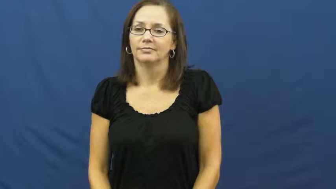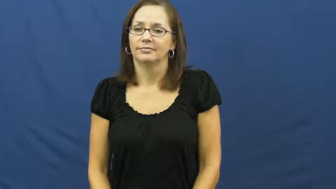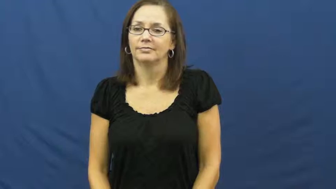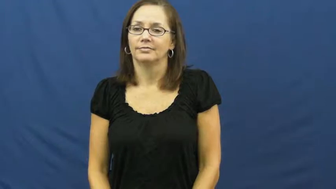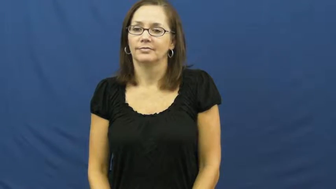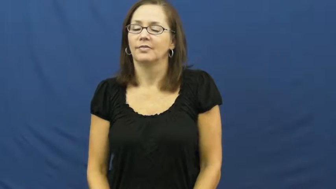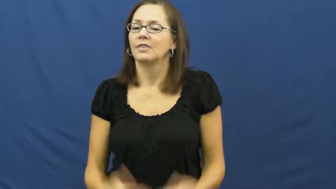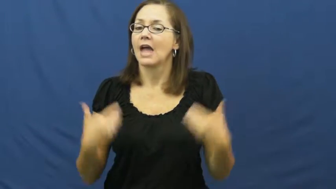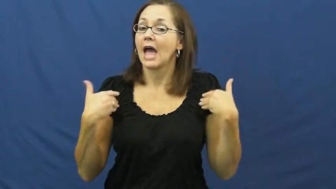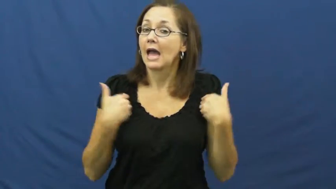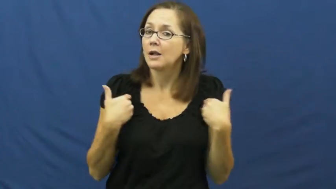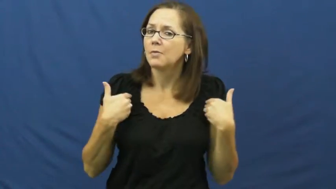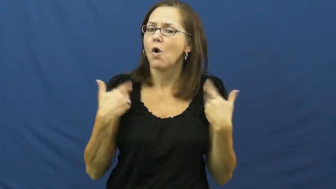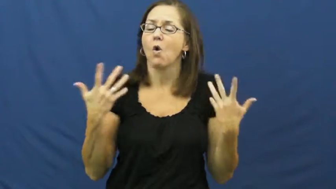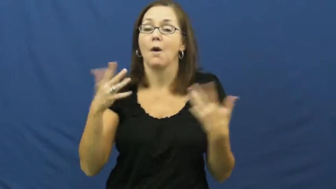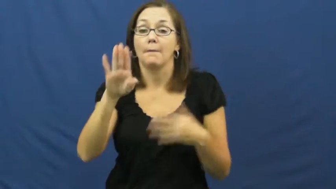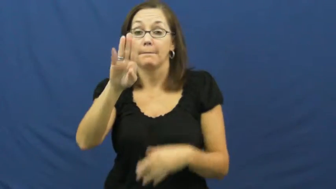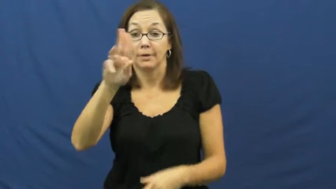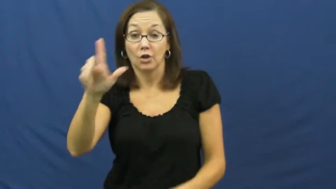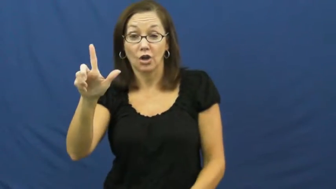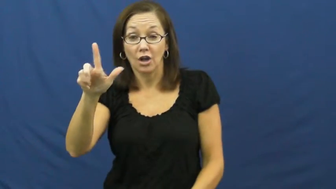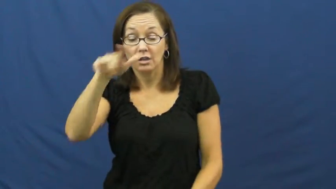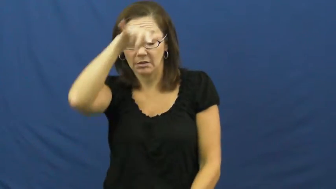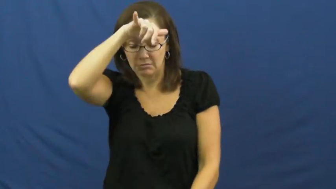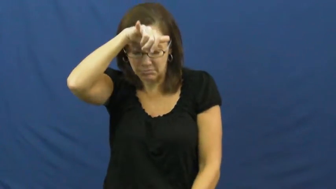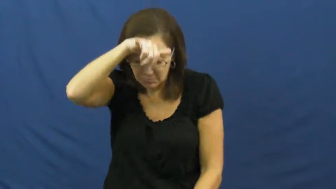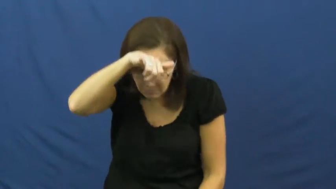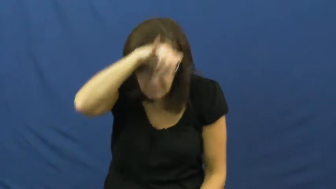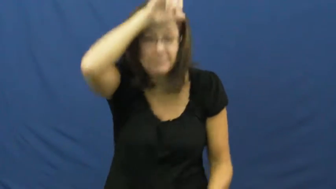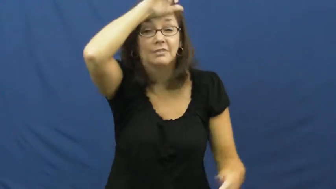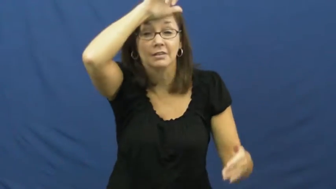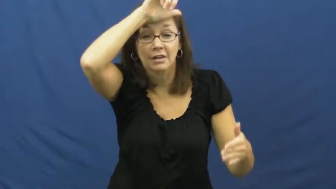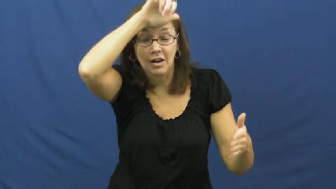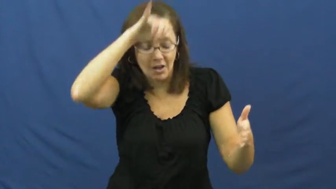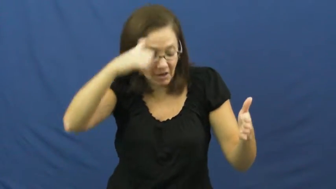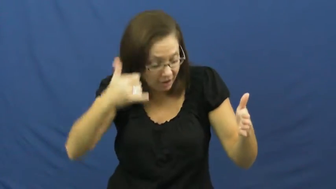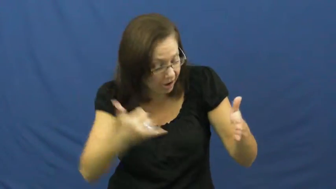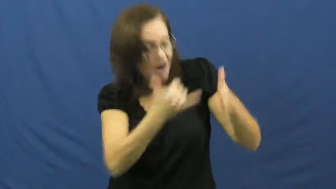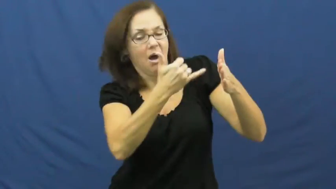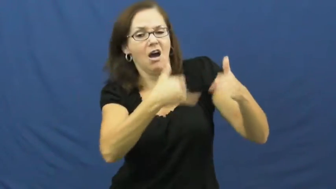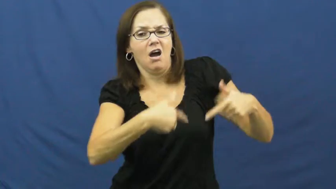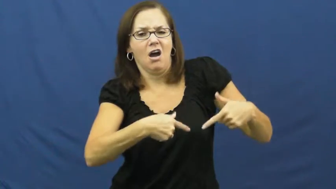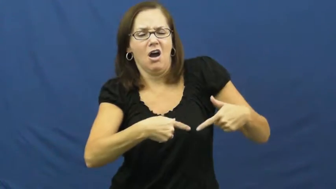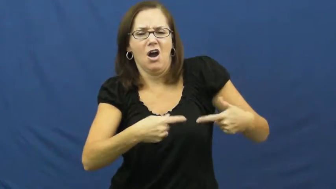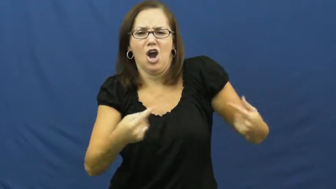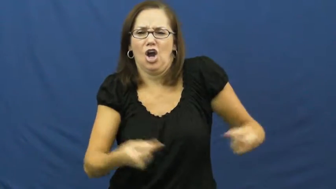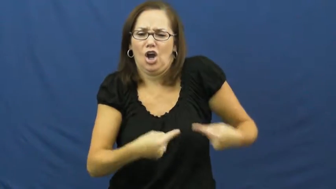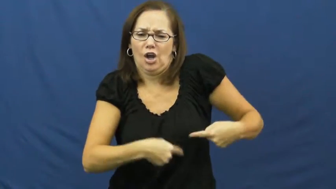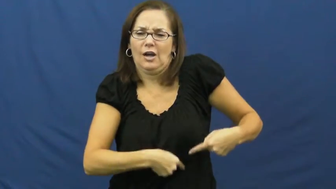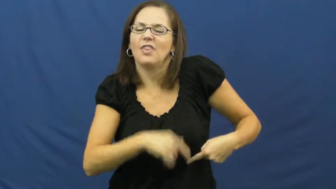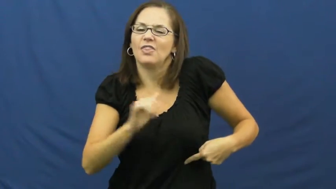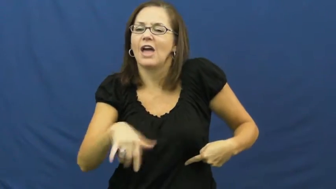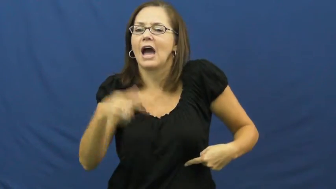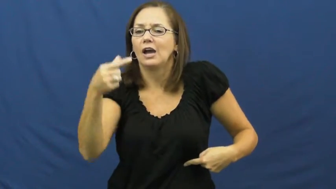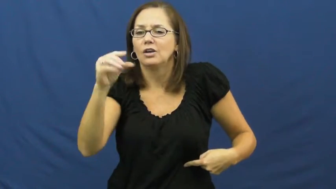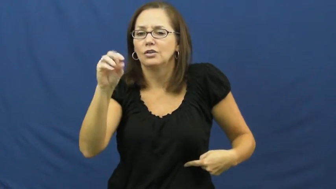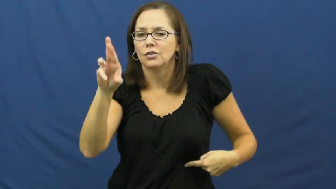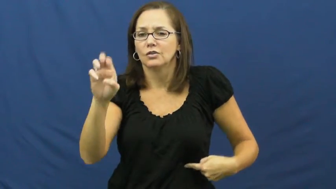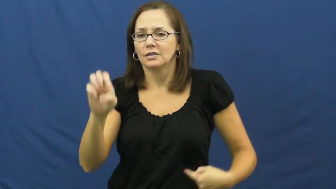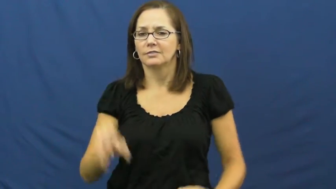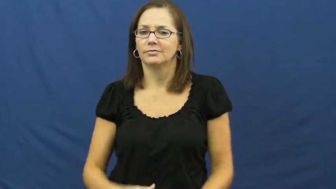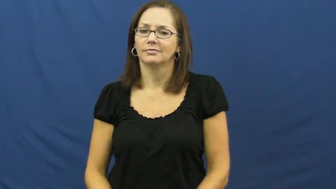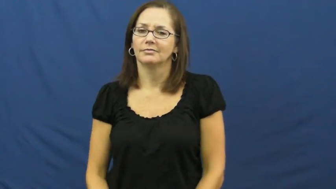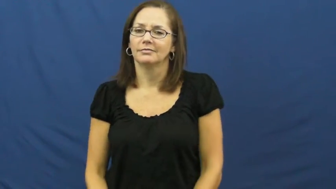gore-horn